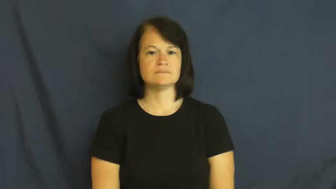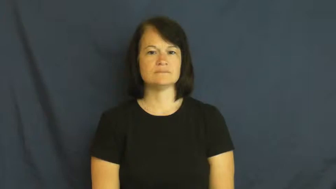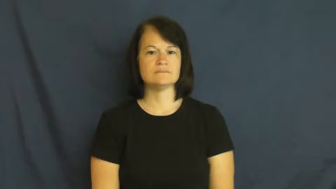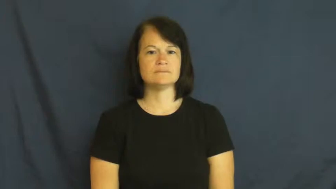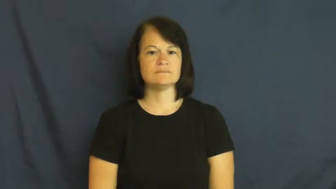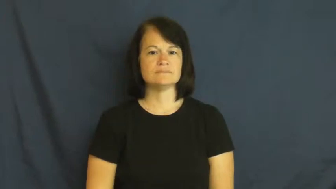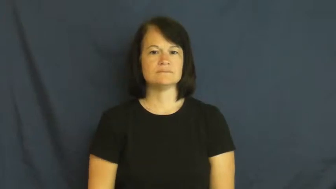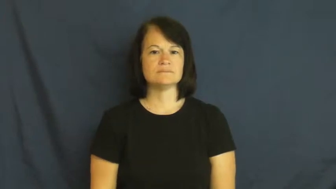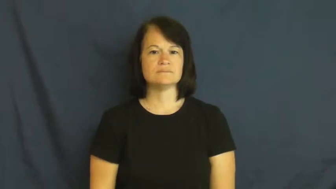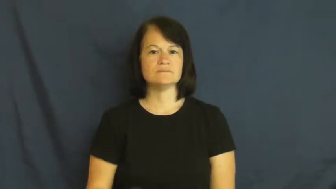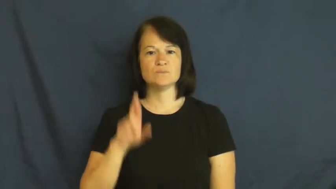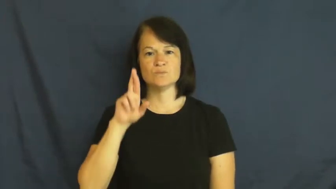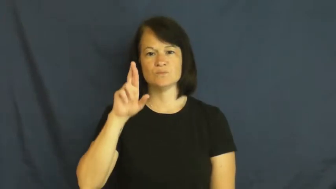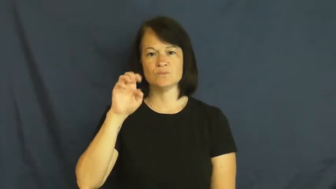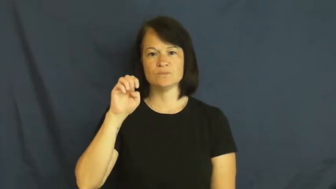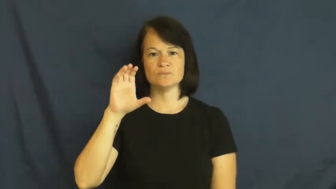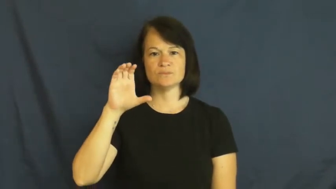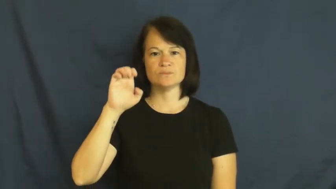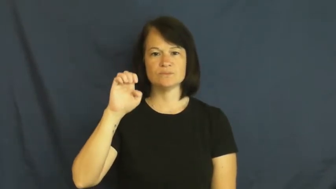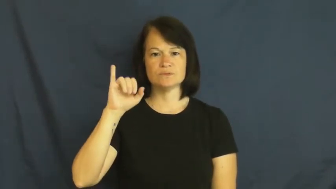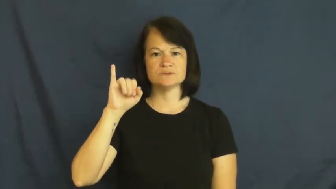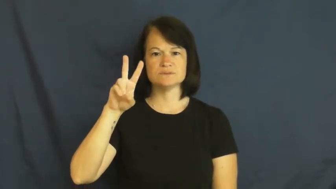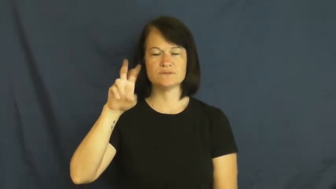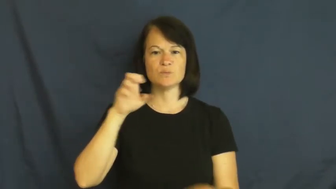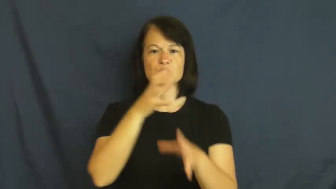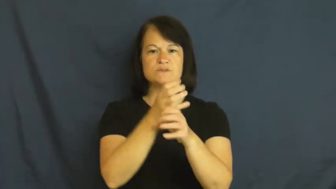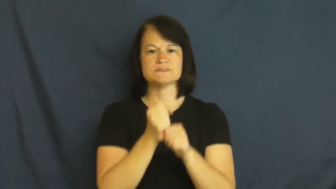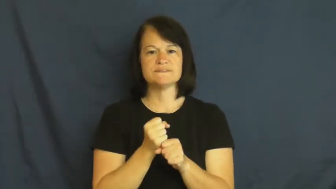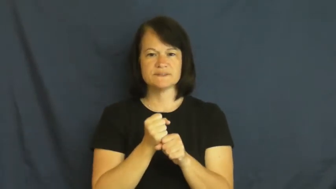receive